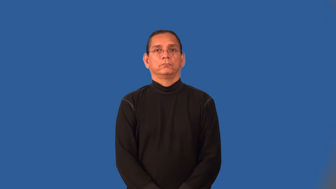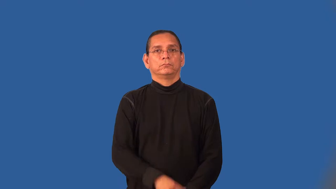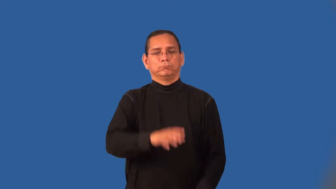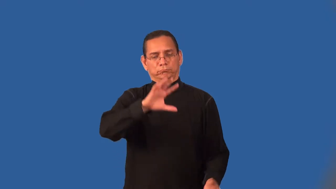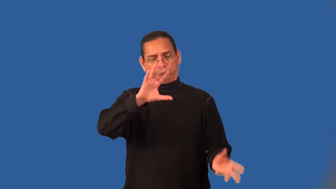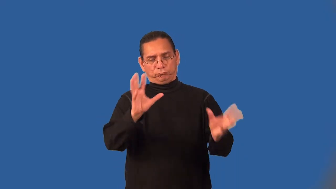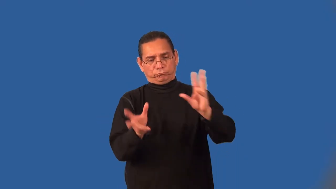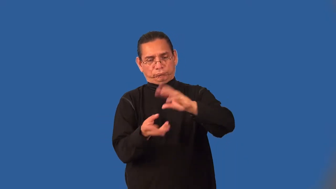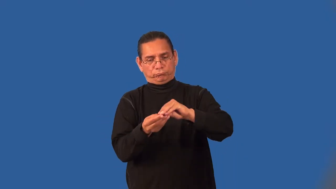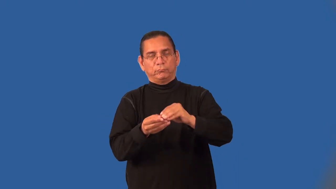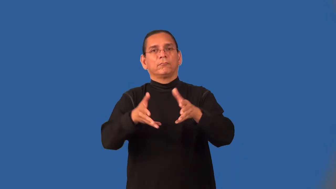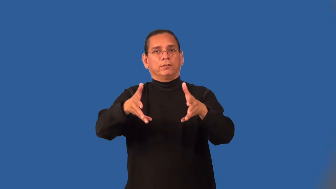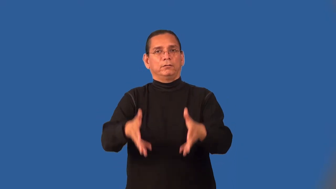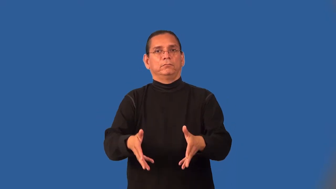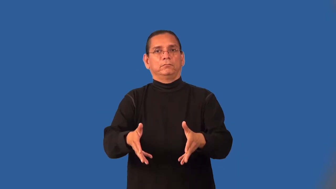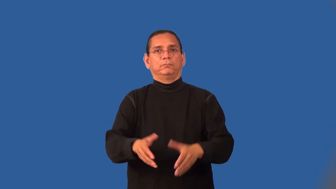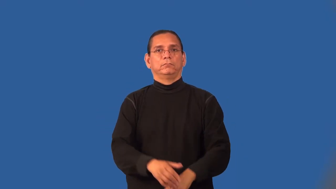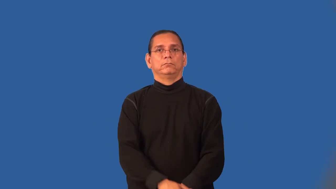net,clear-total left